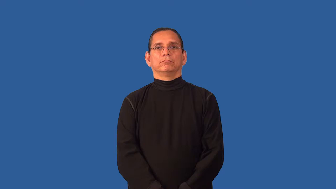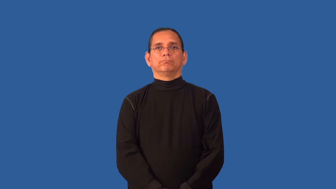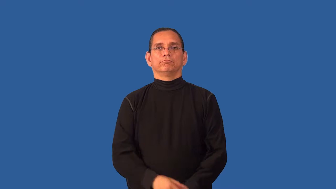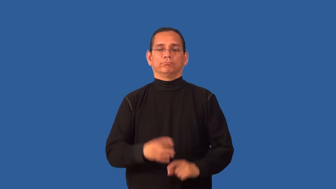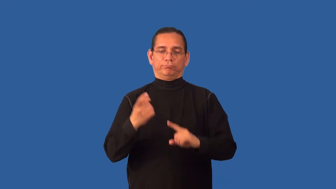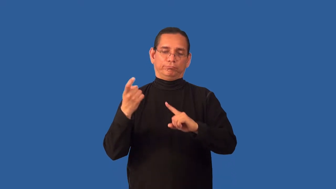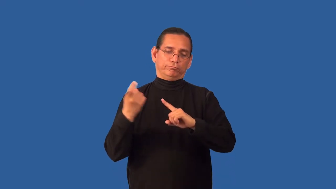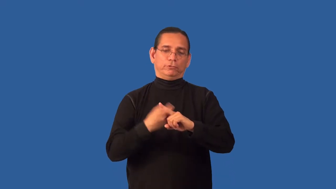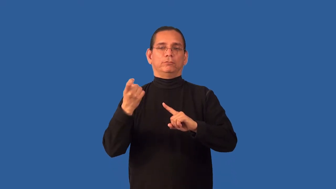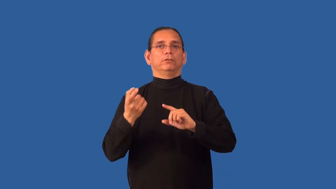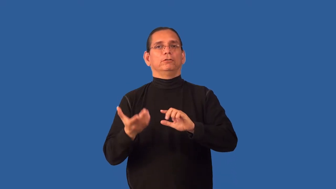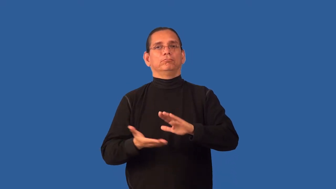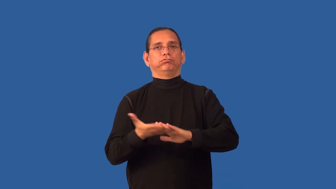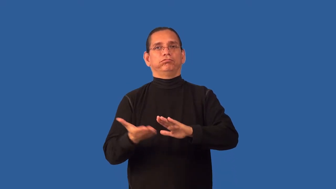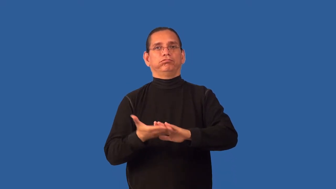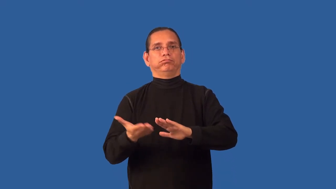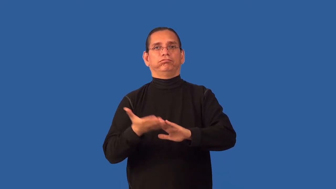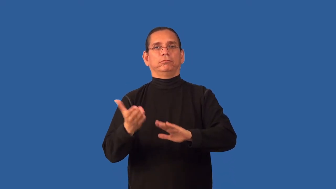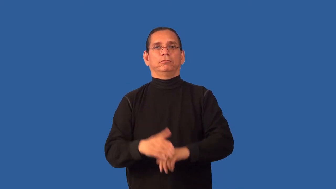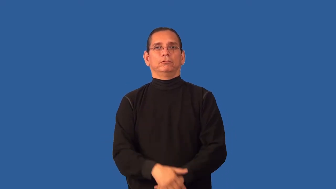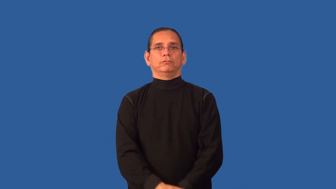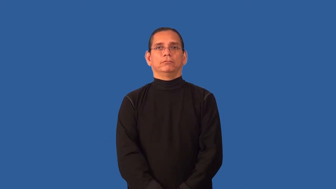automatize